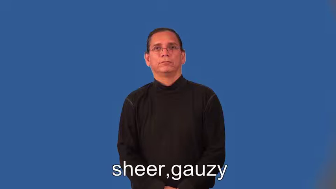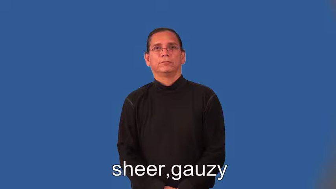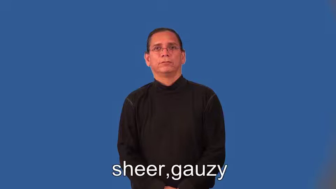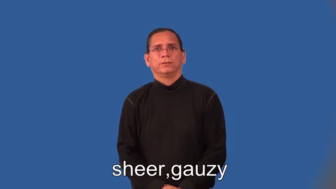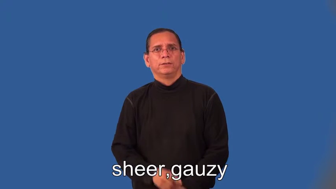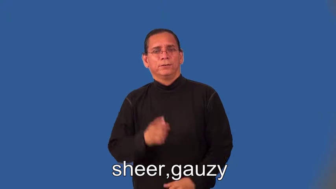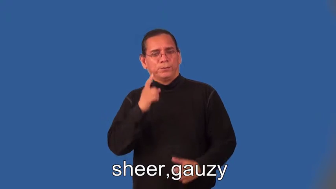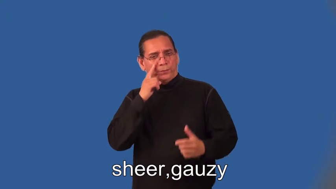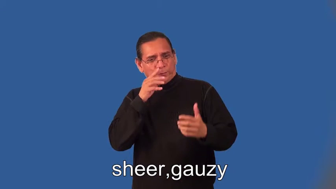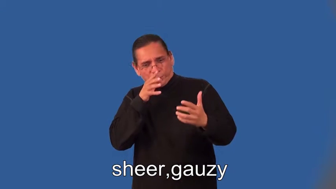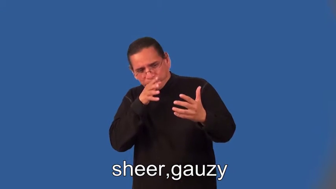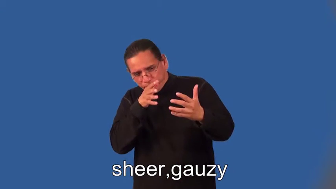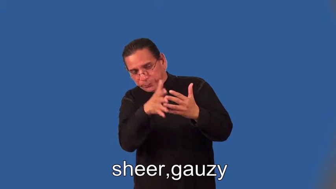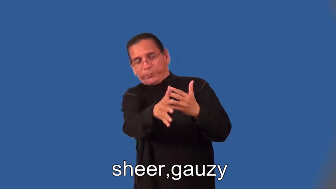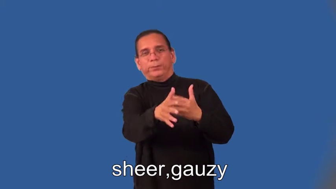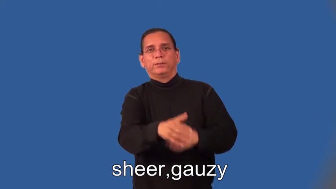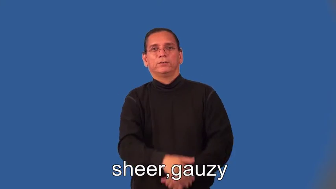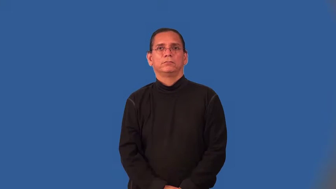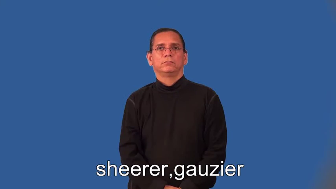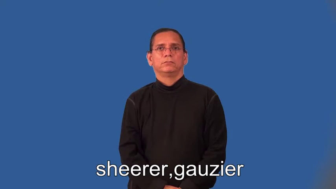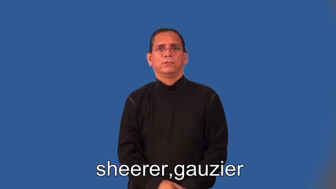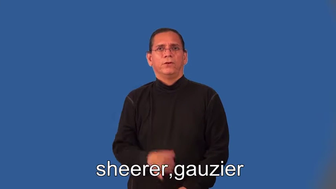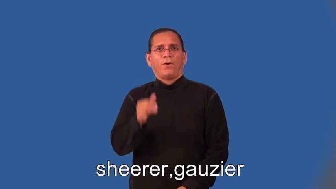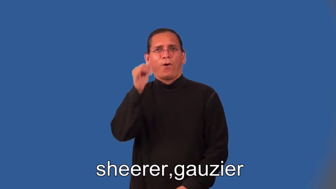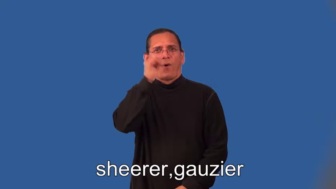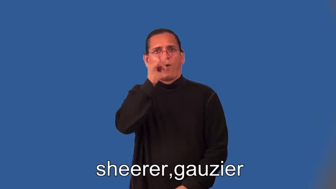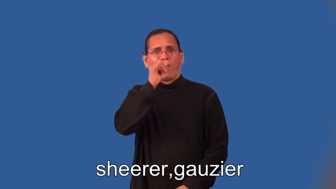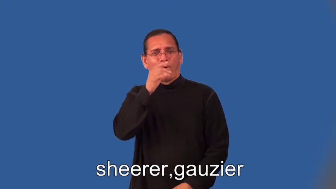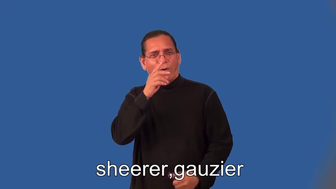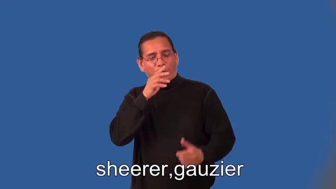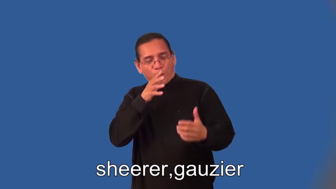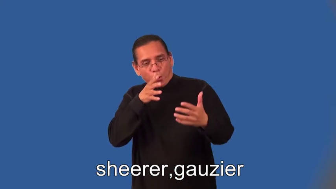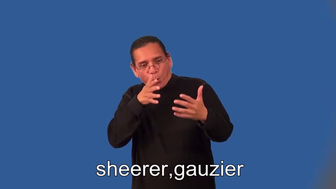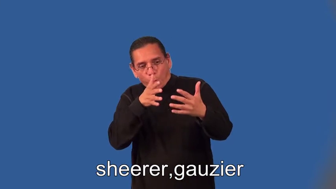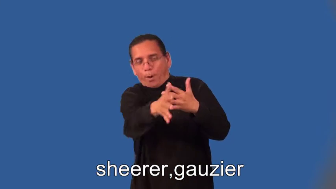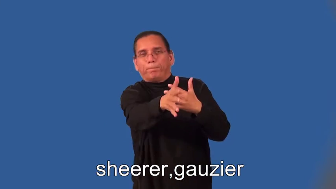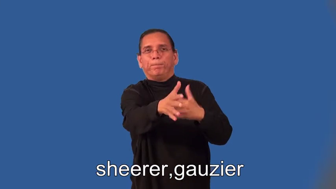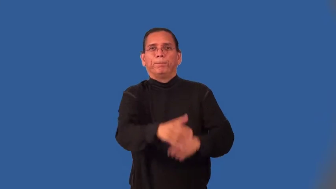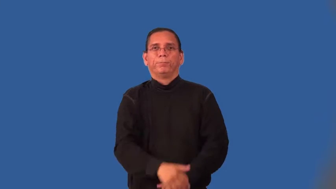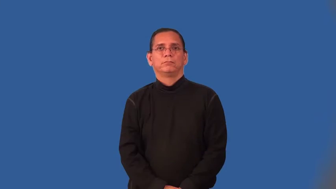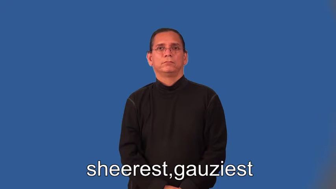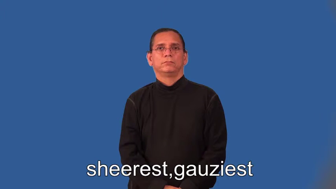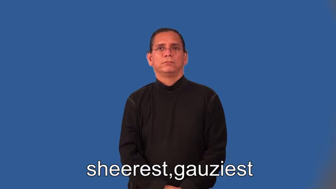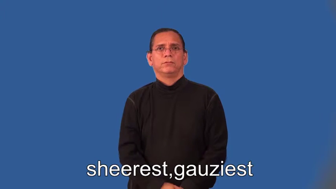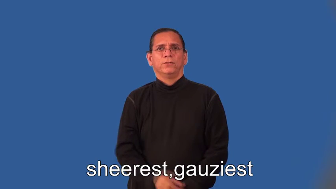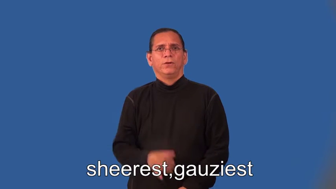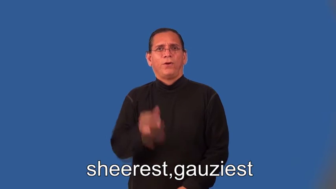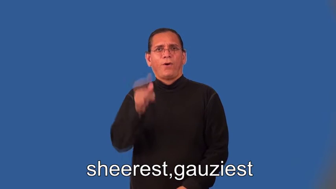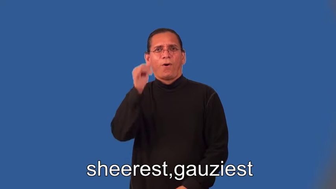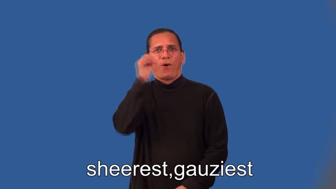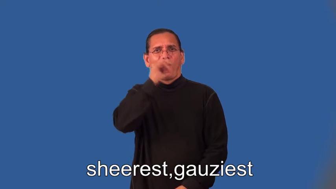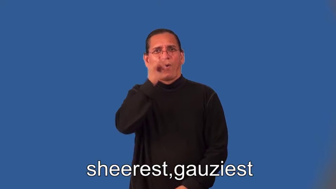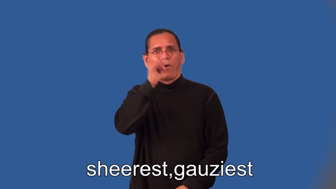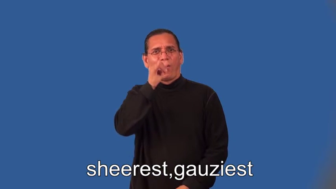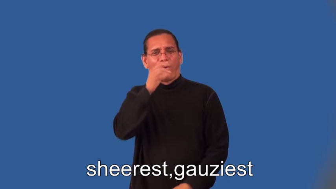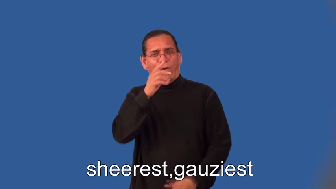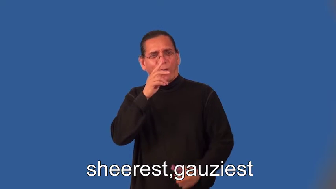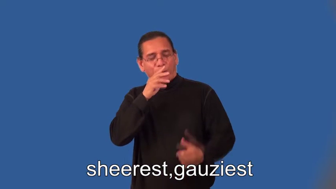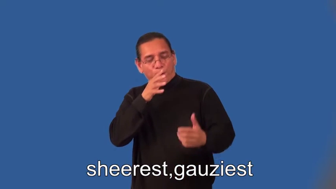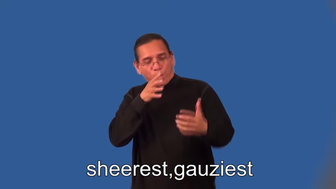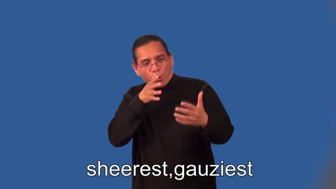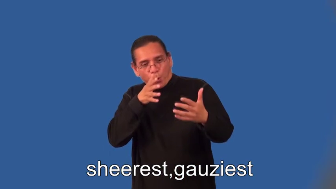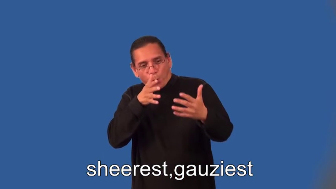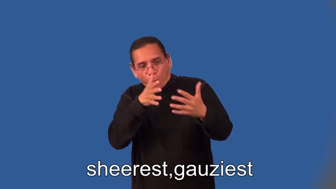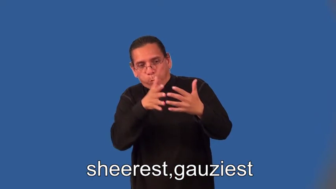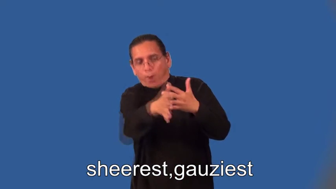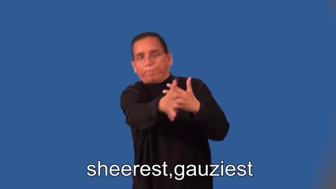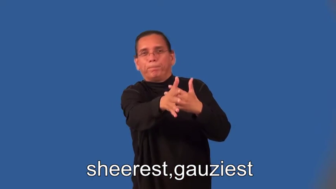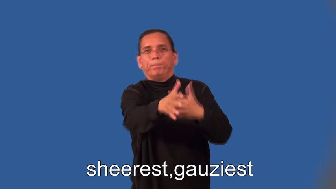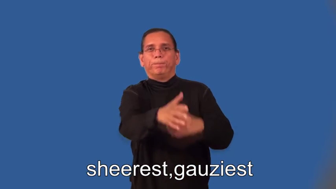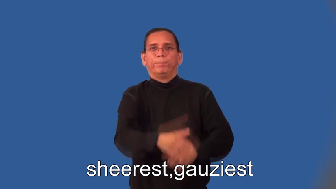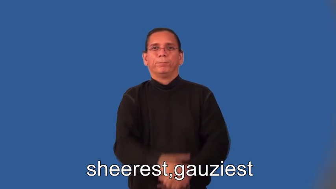sheerer,gauzier,sheerest,gauziest